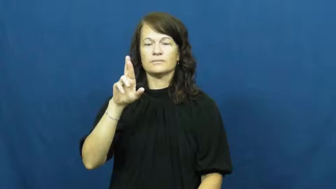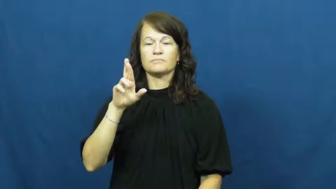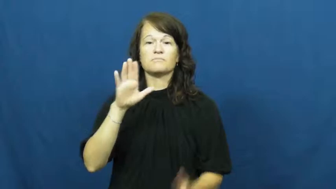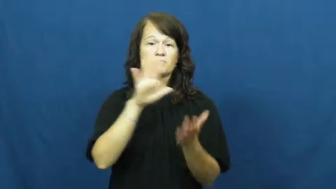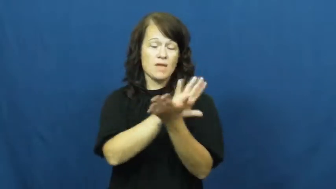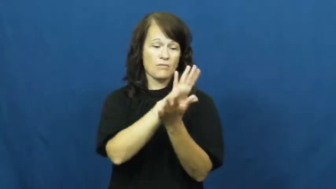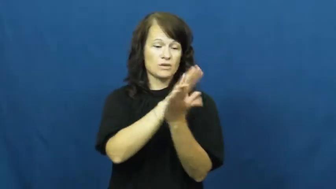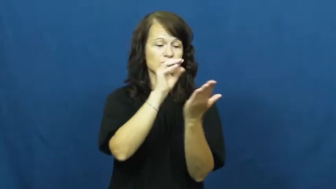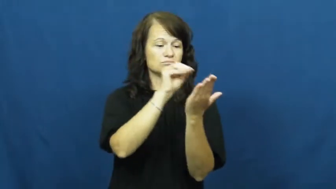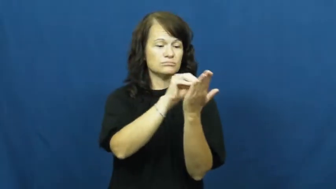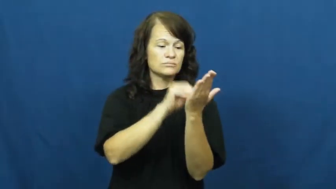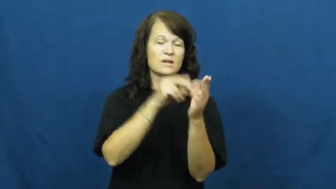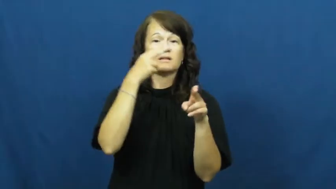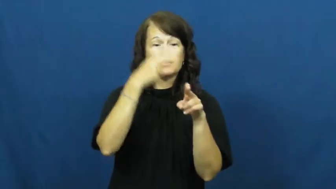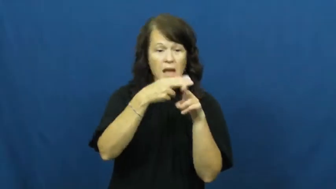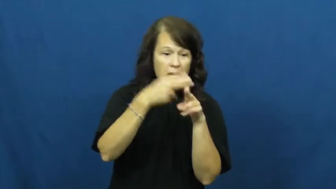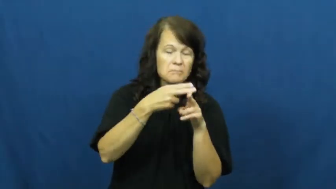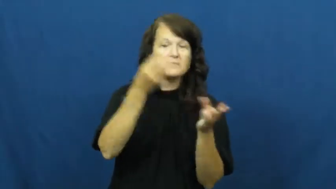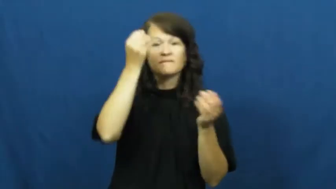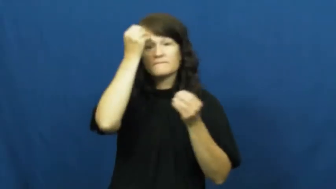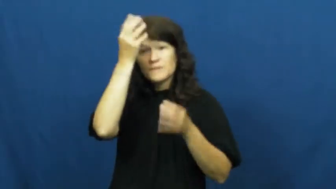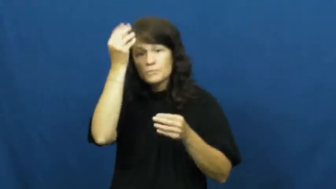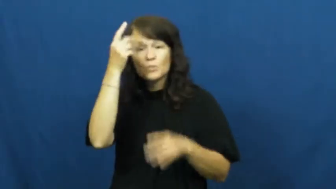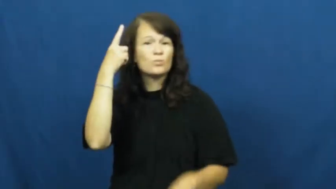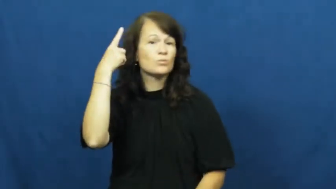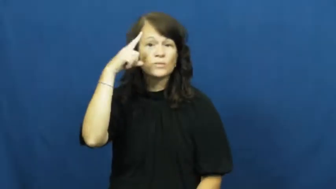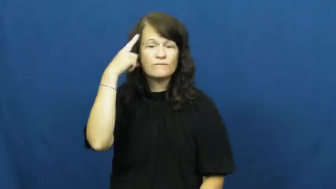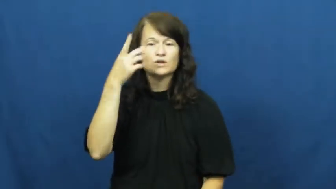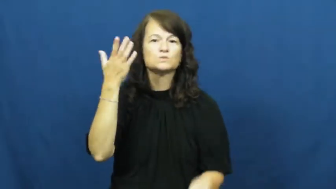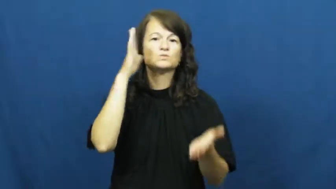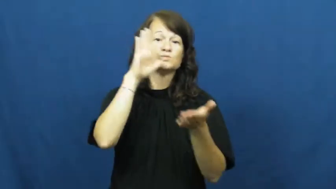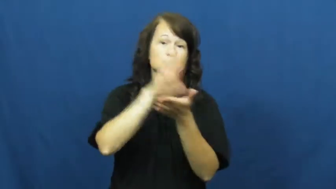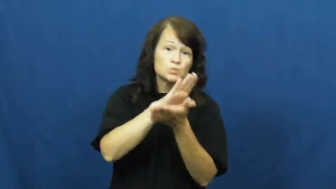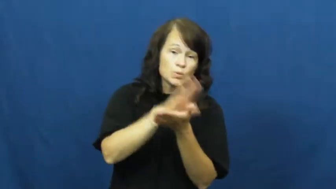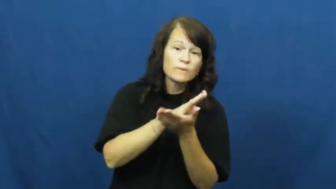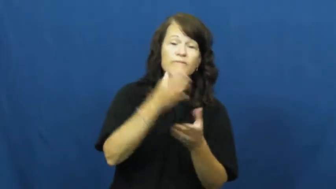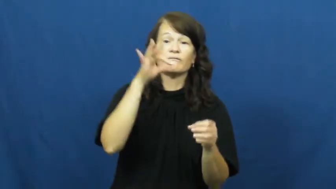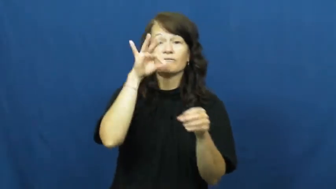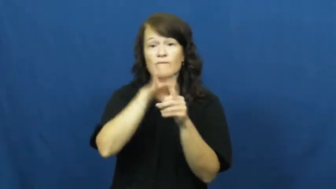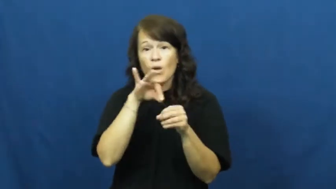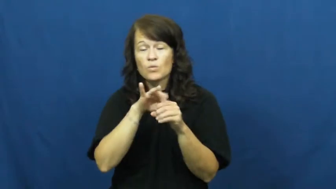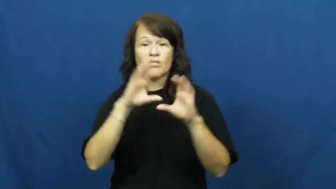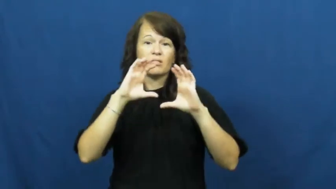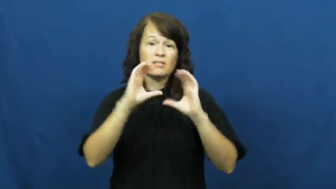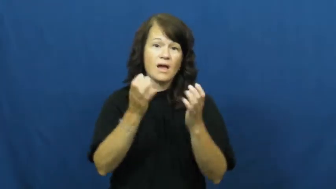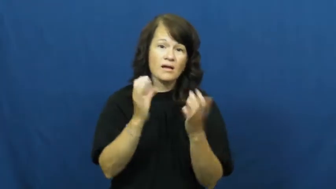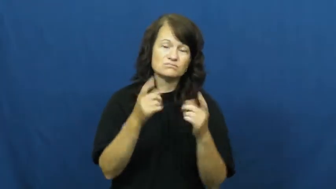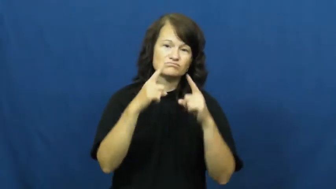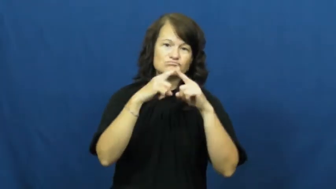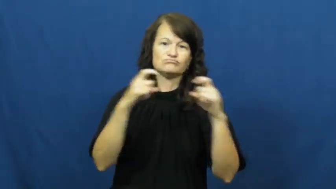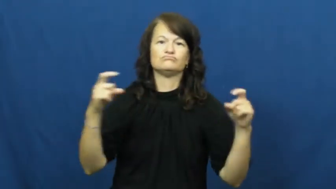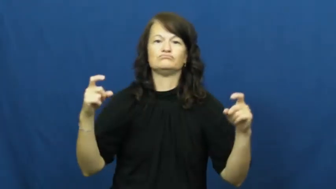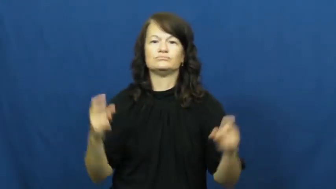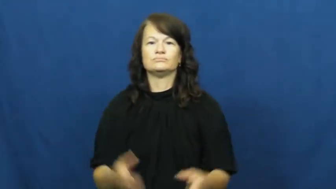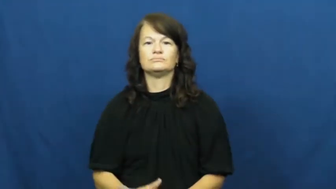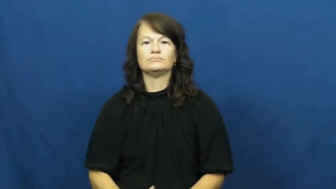register,sign up,sign in